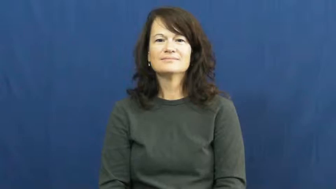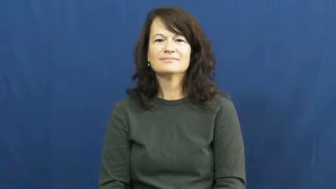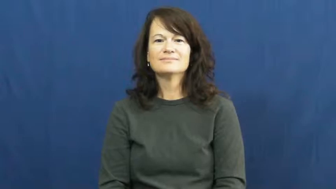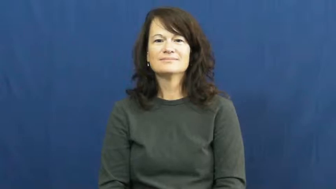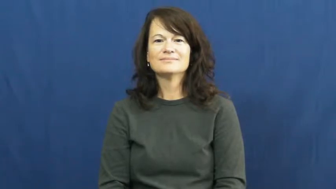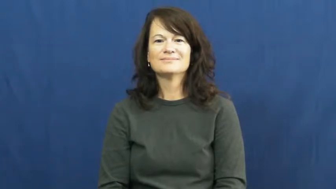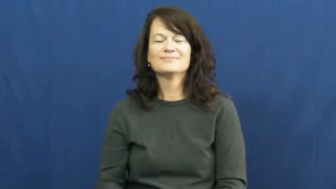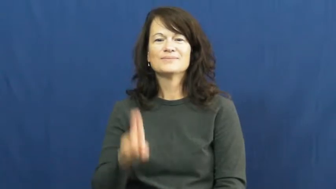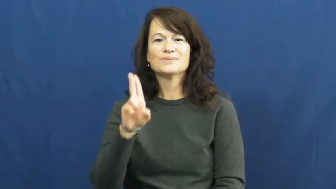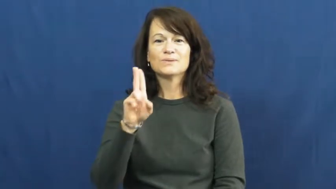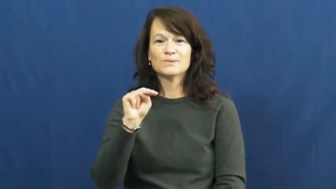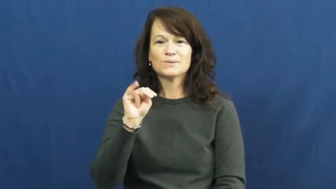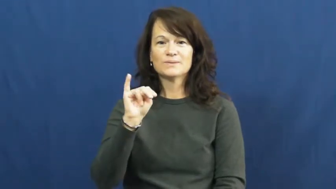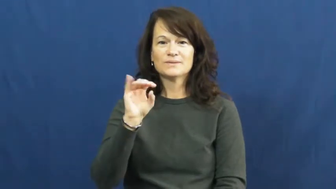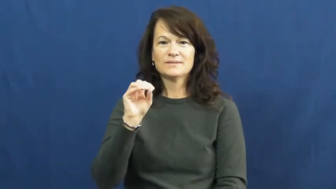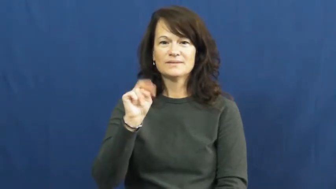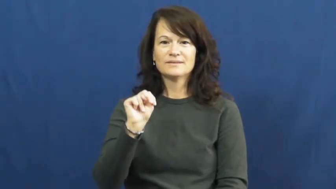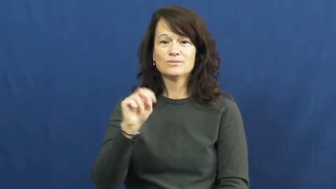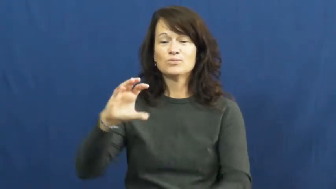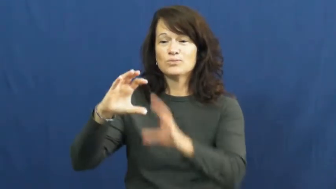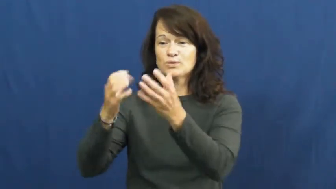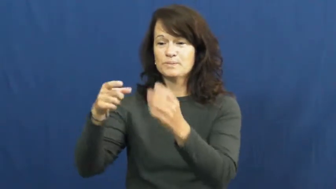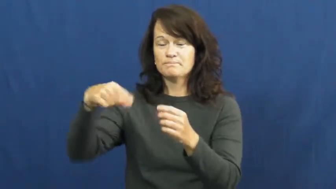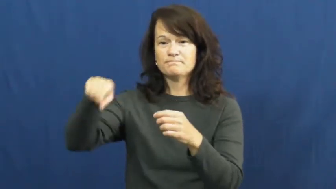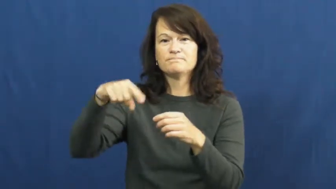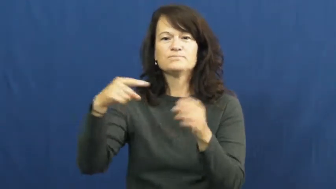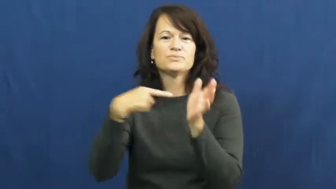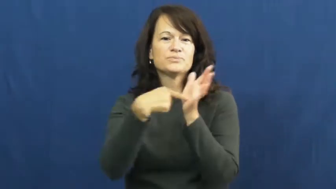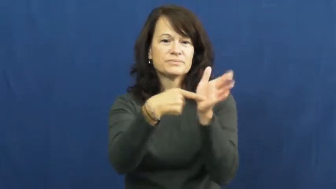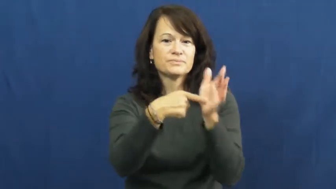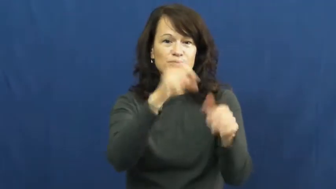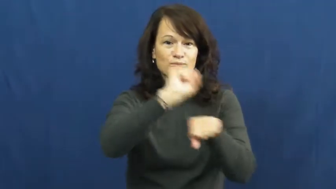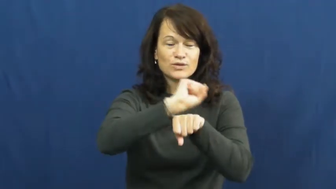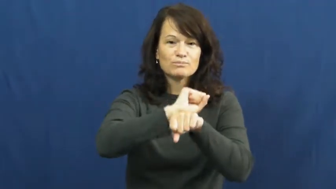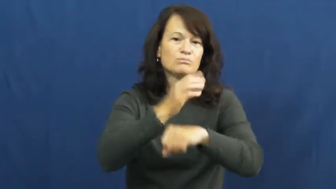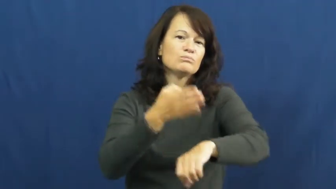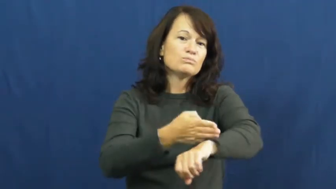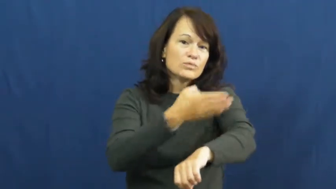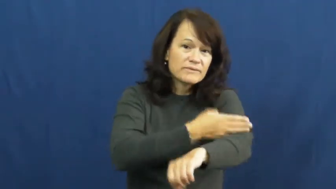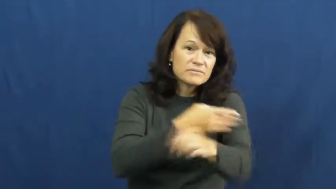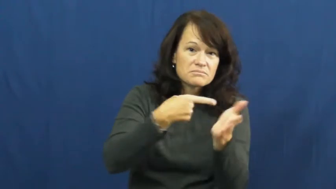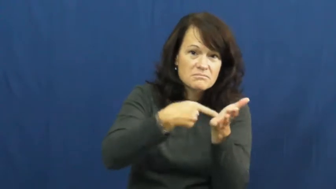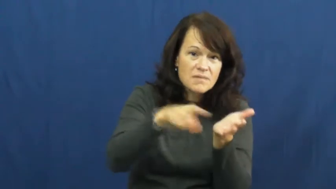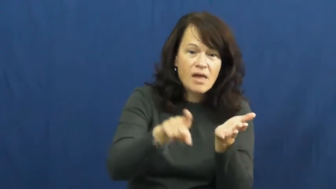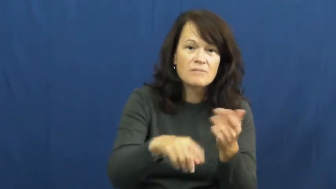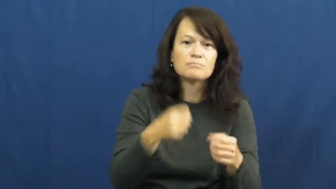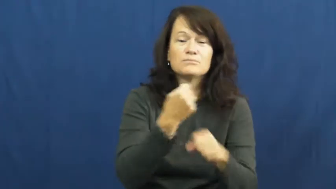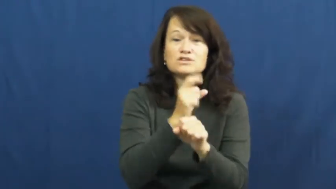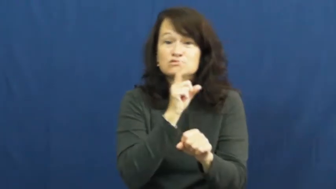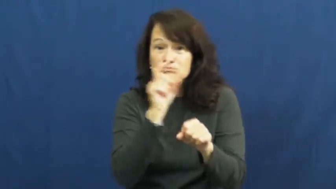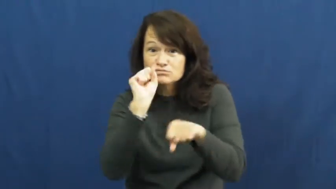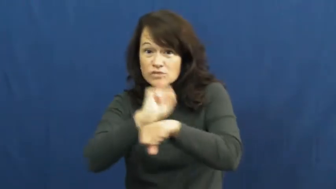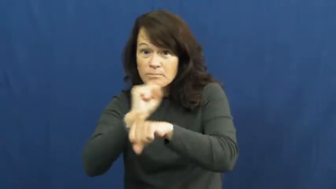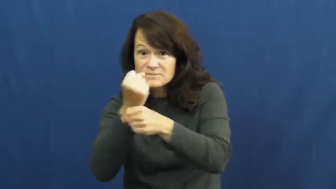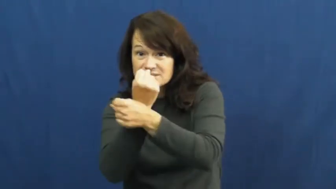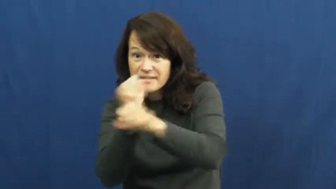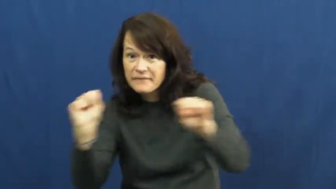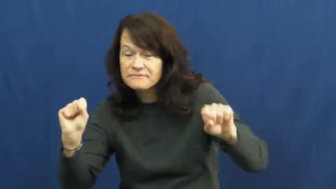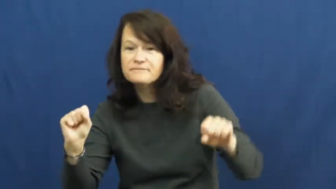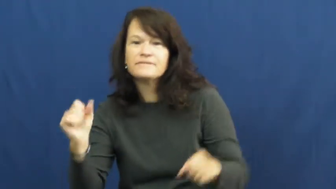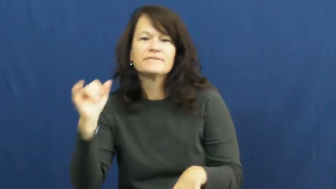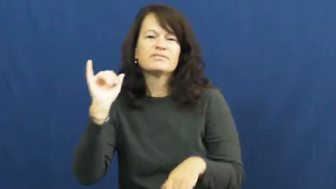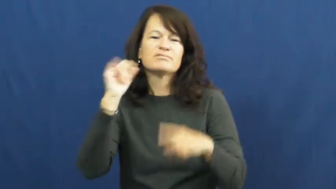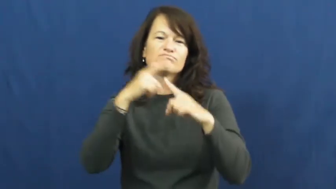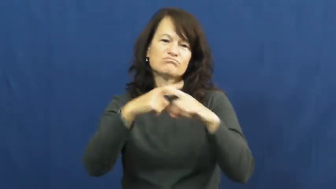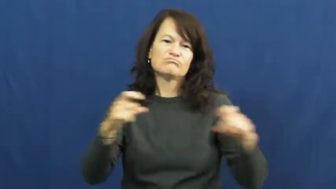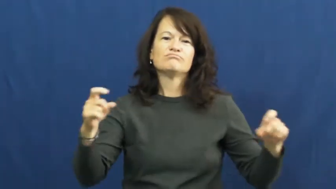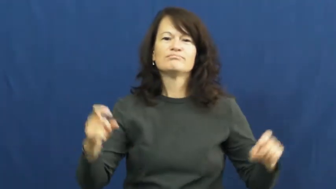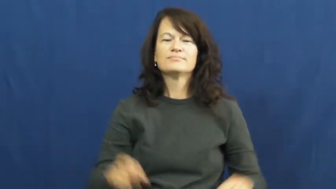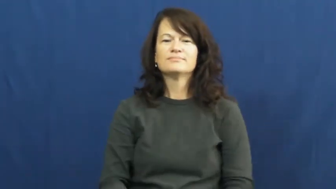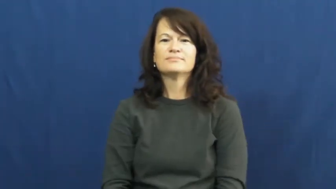union